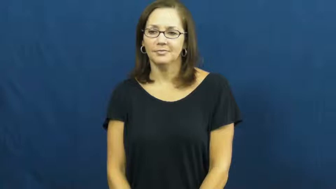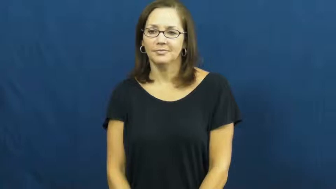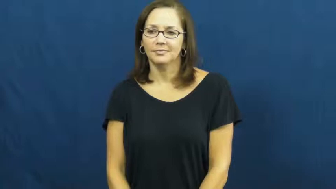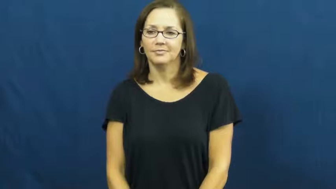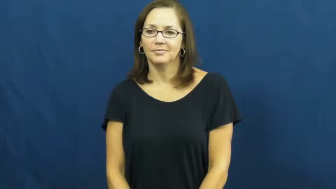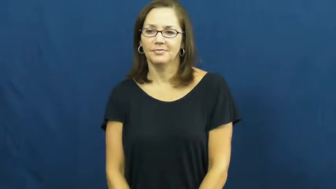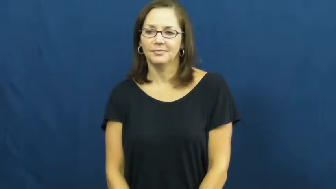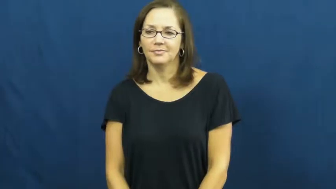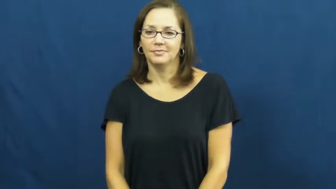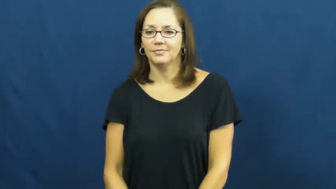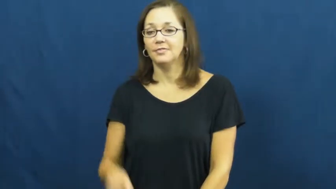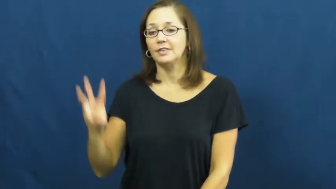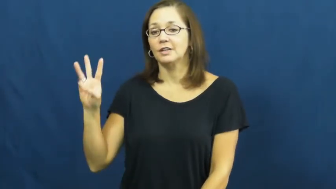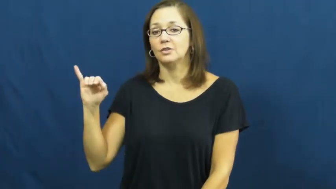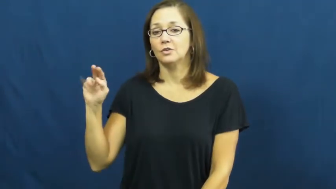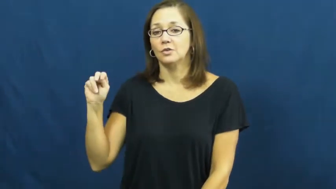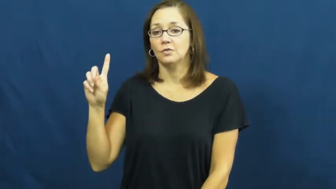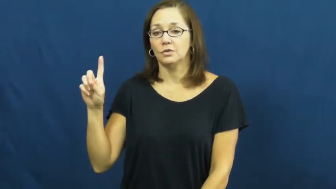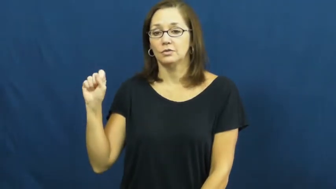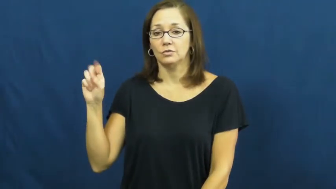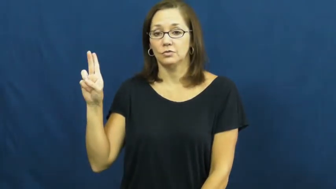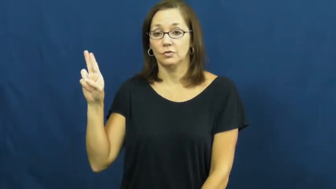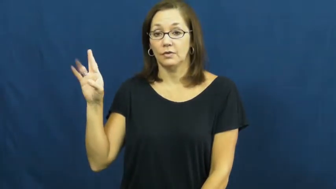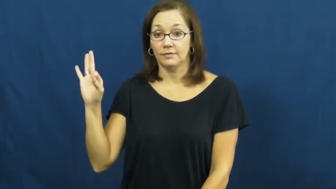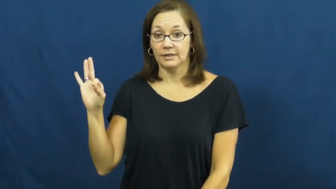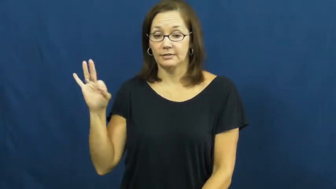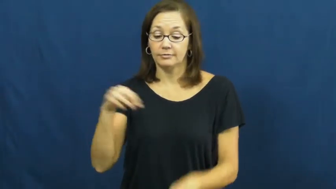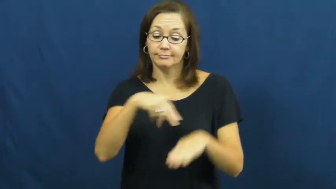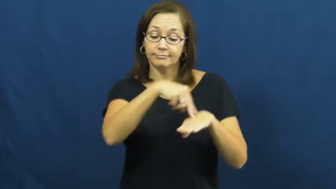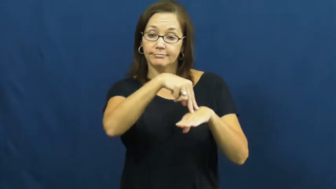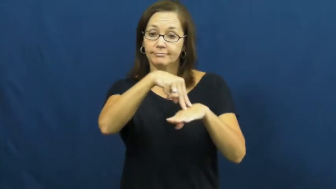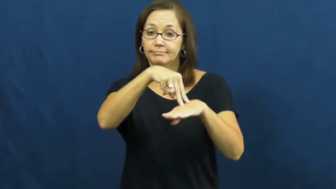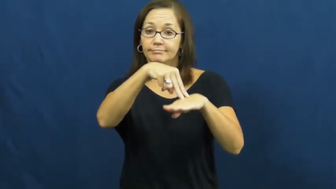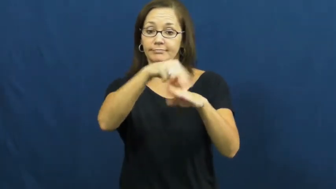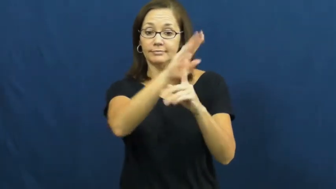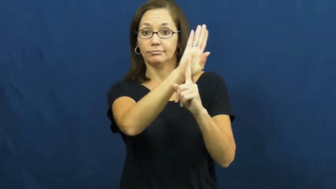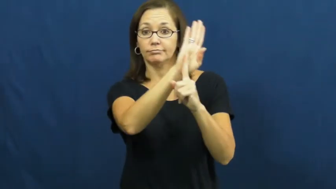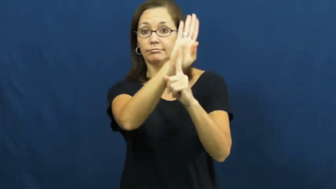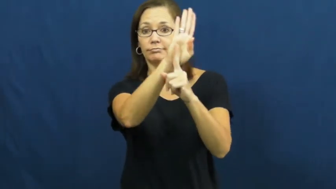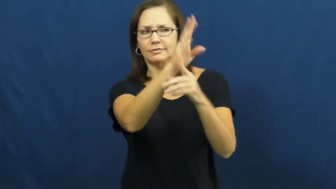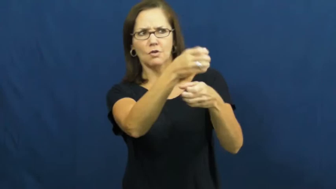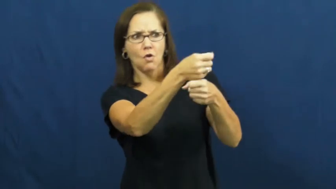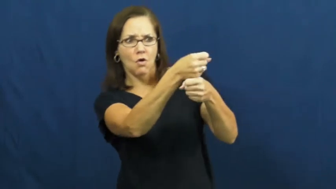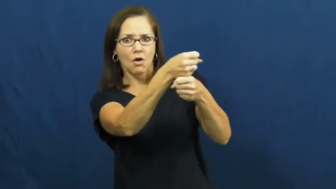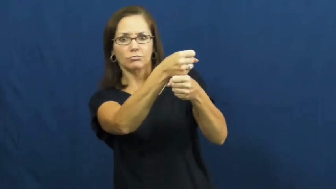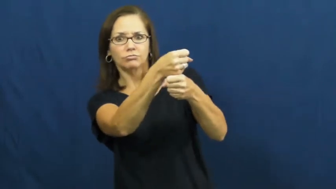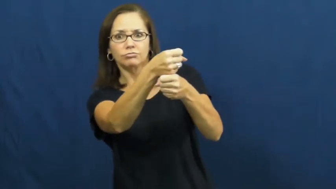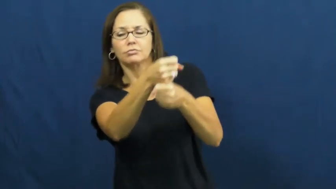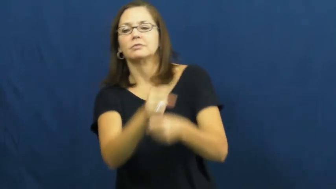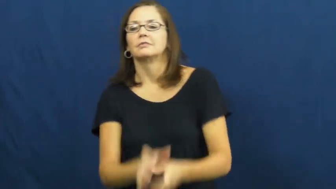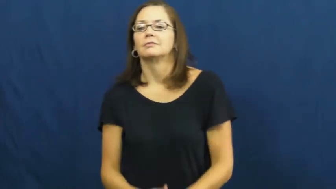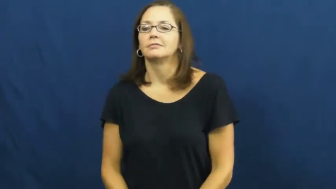windsurf